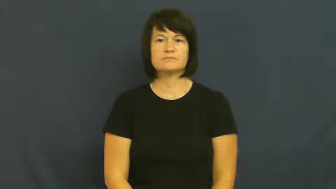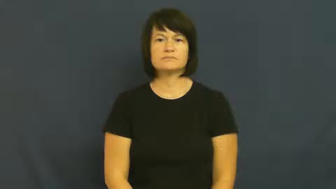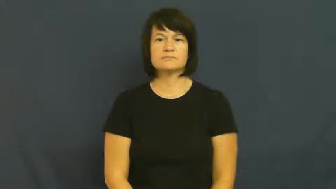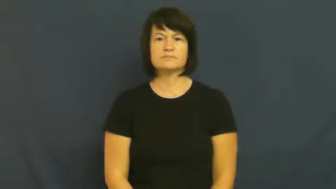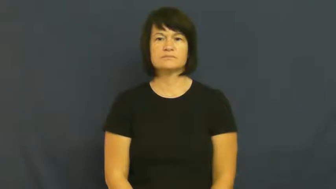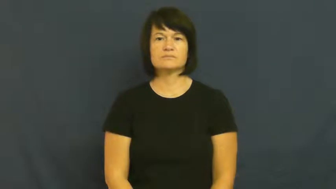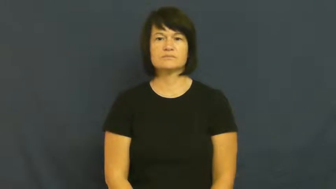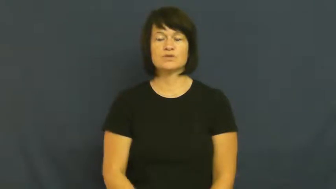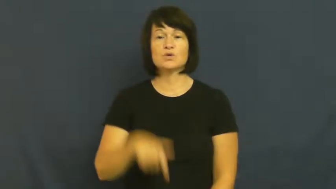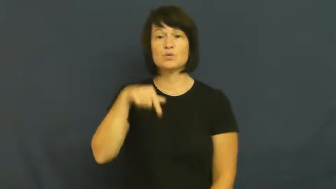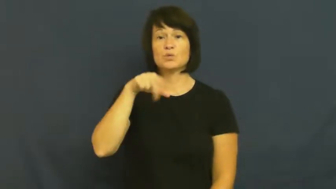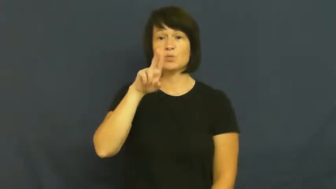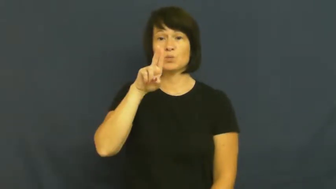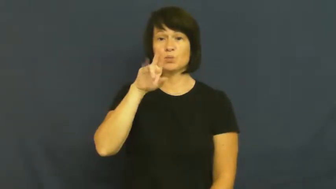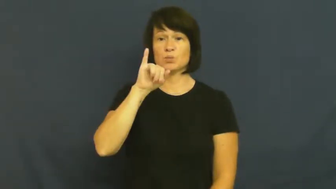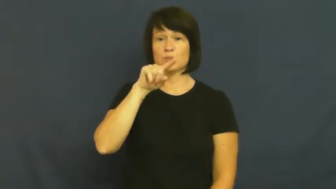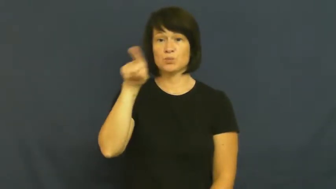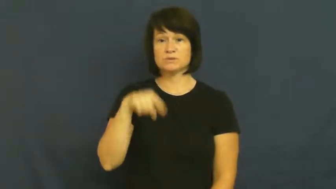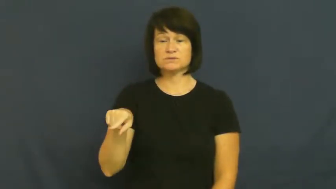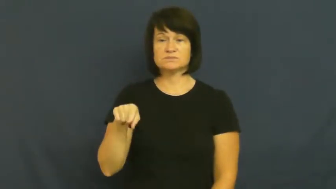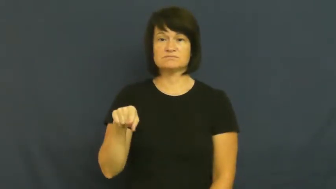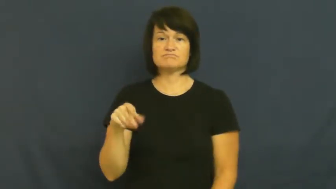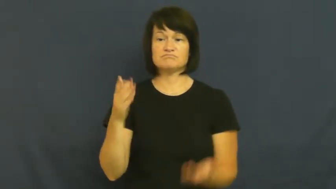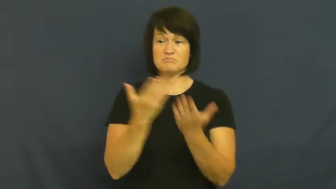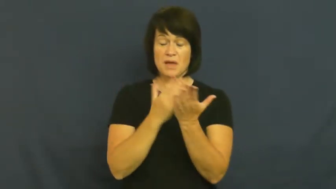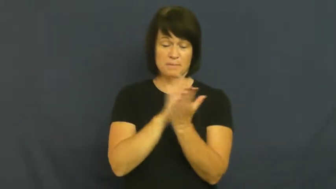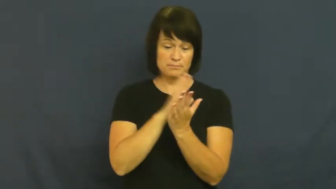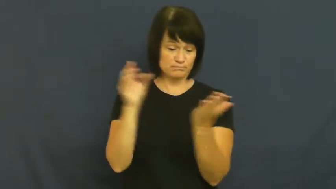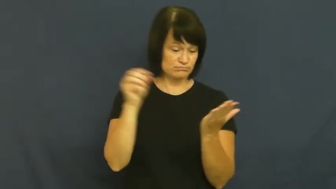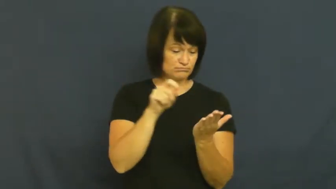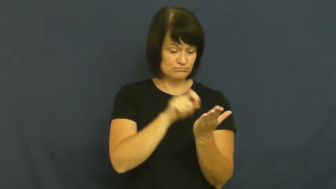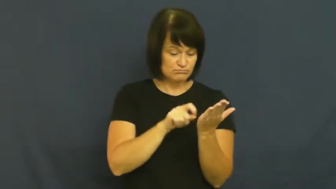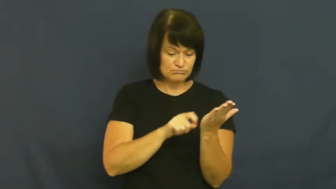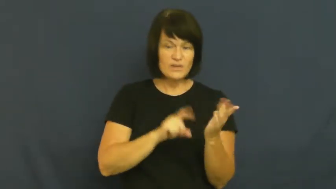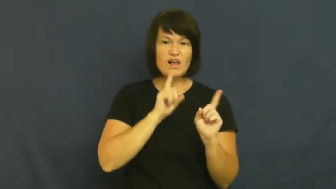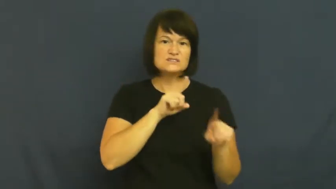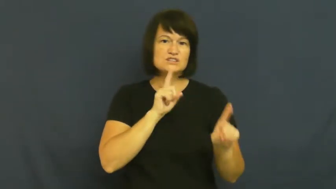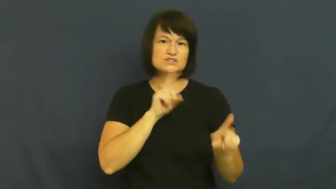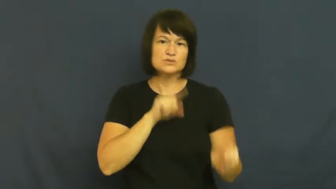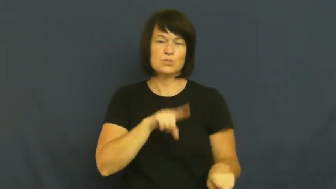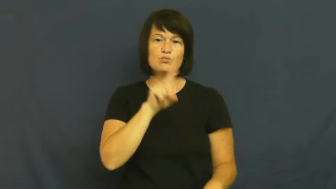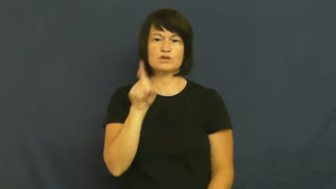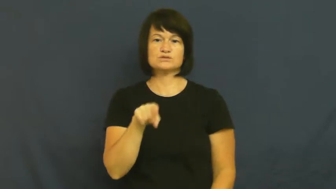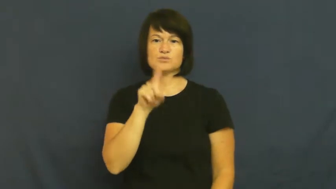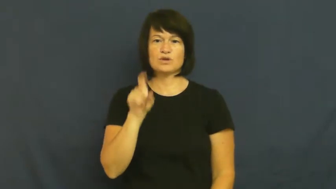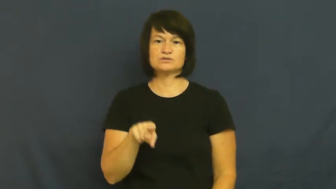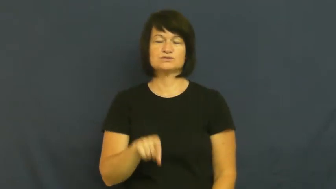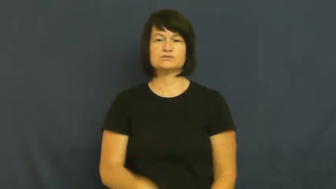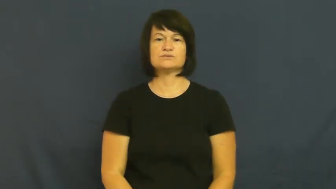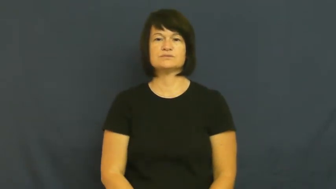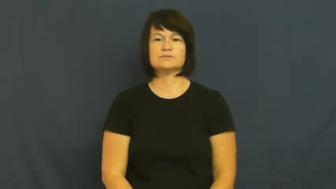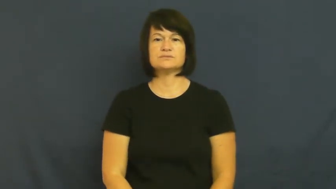quiz